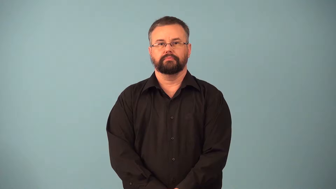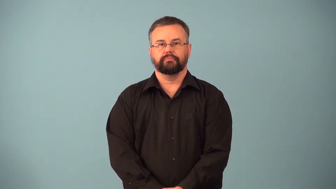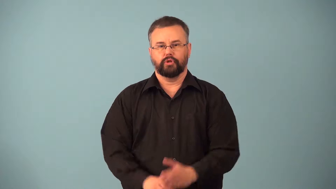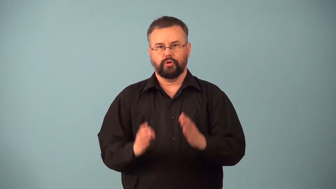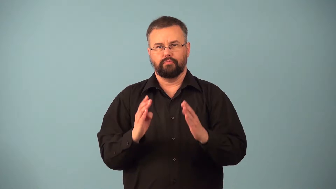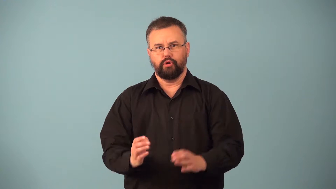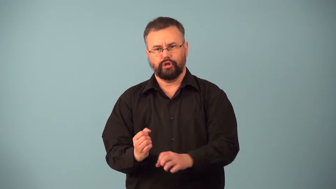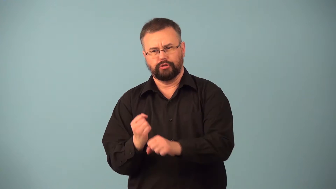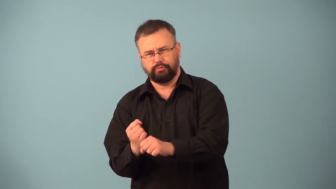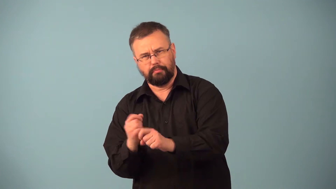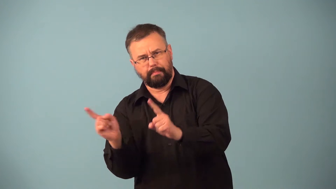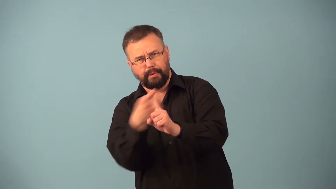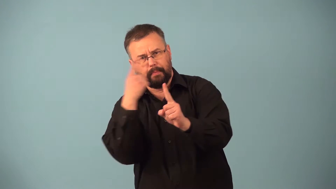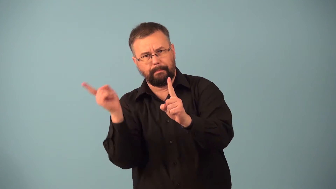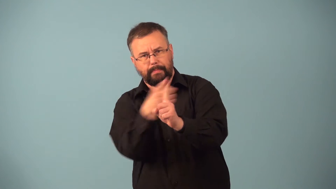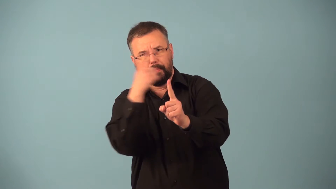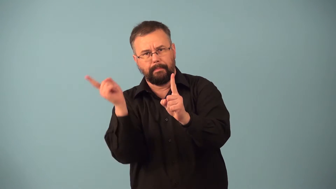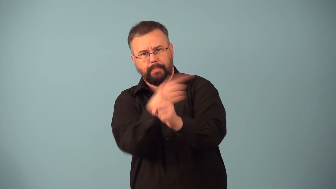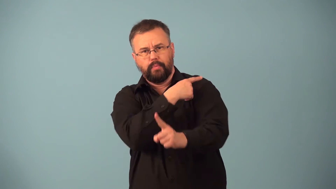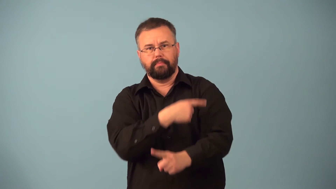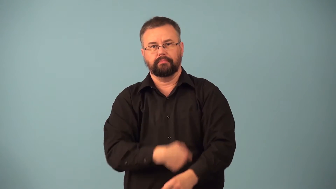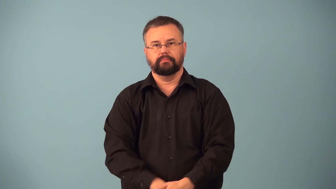hitter